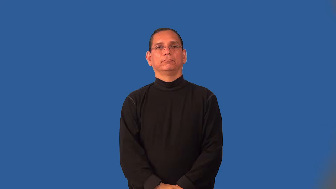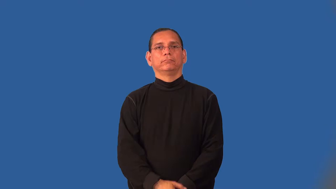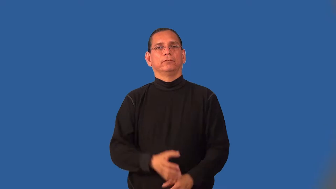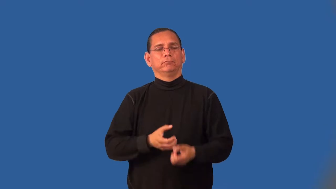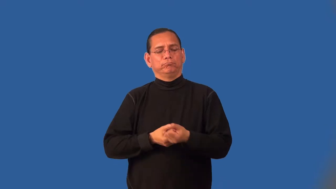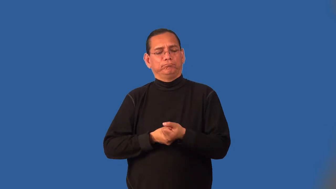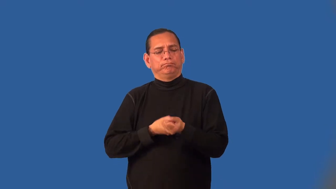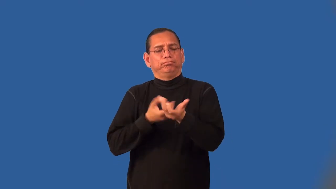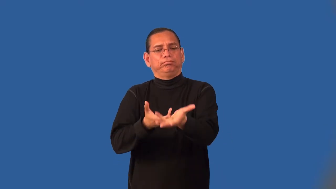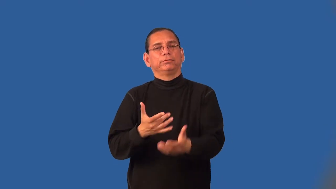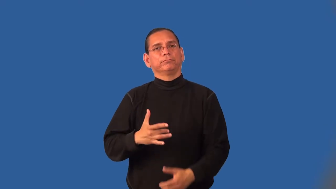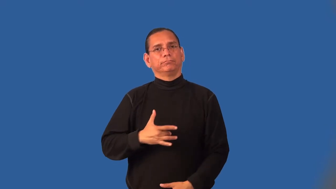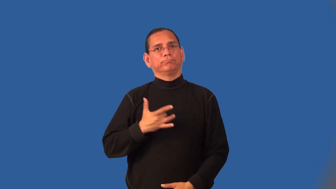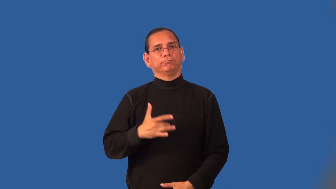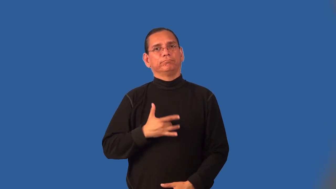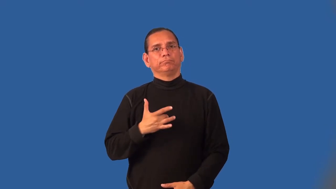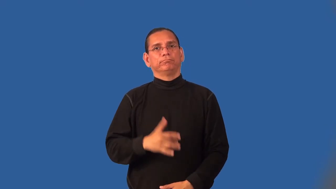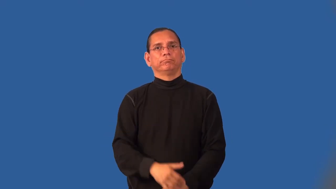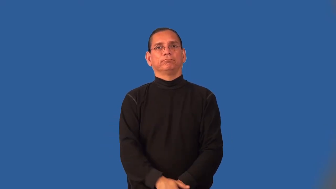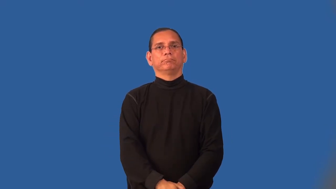externalize